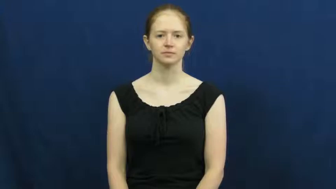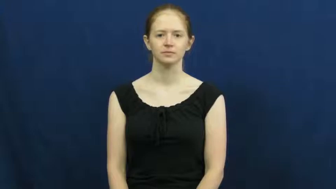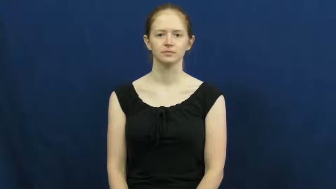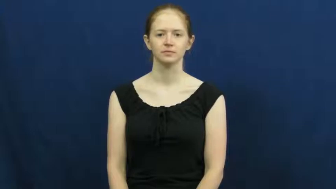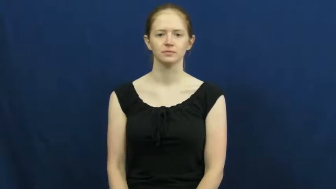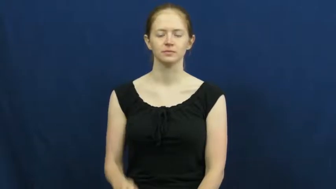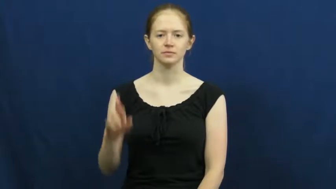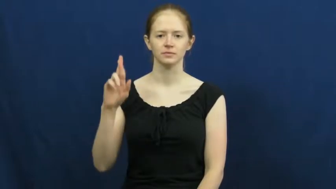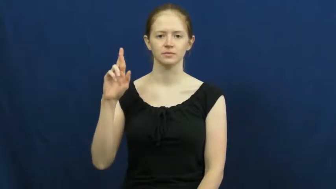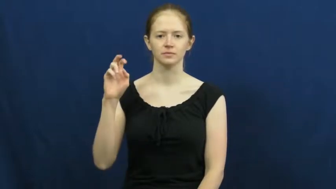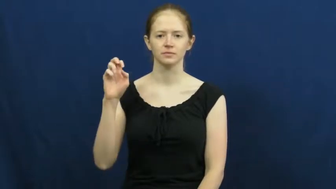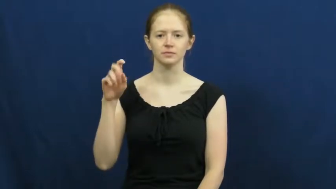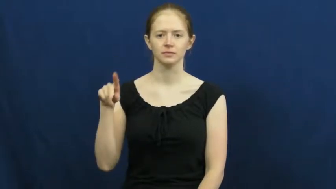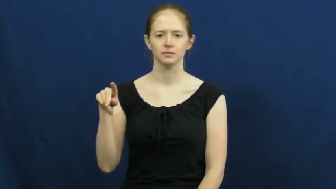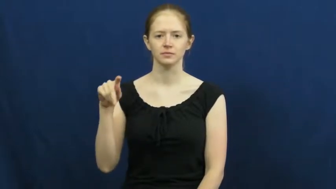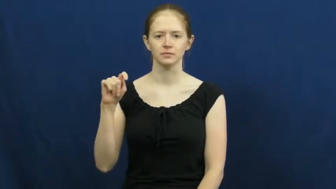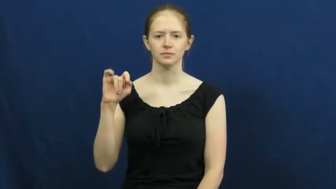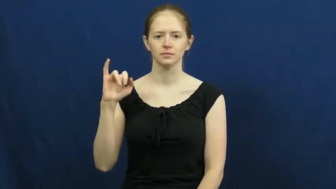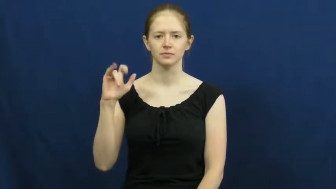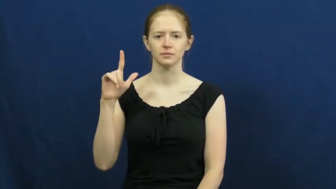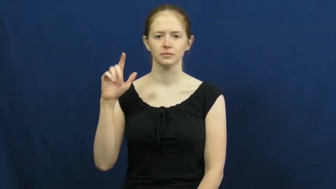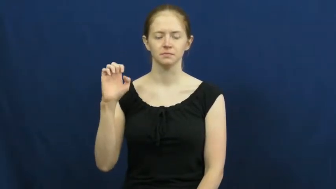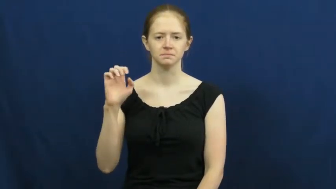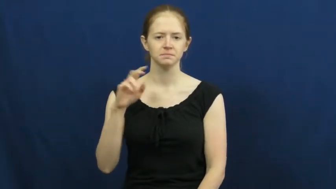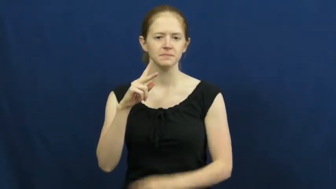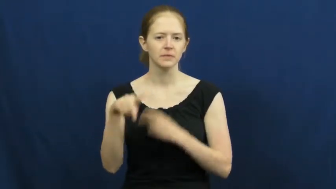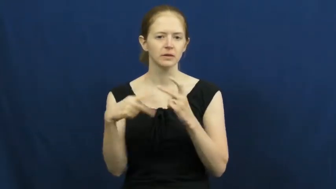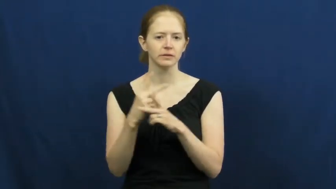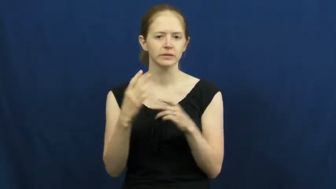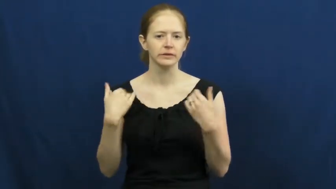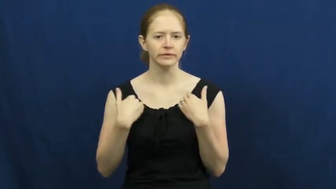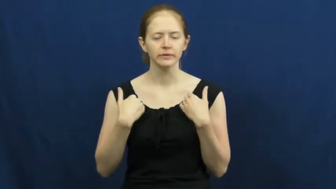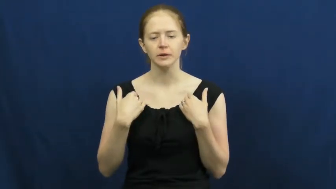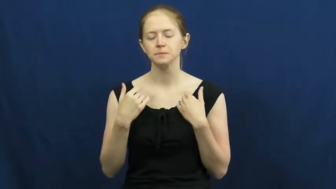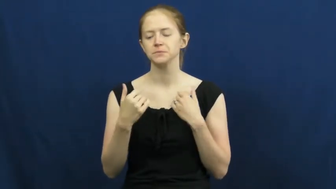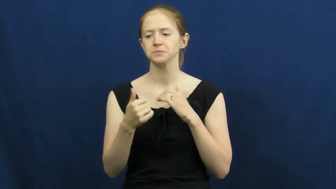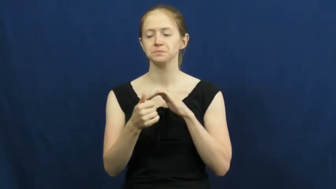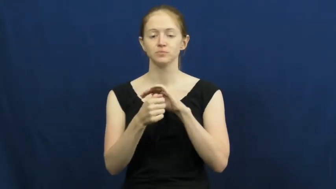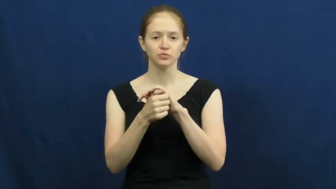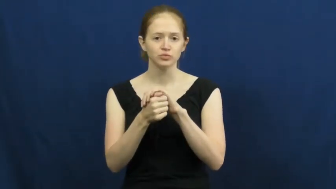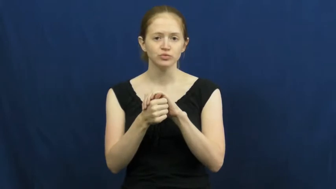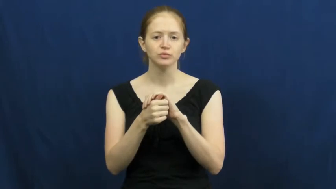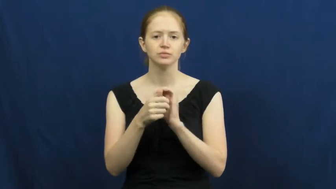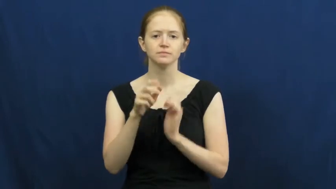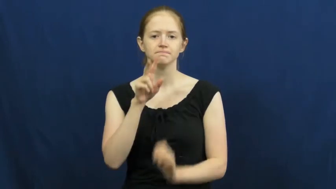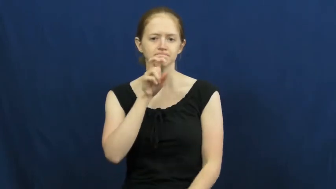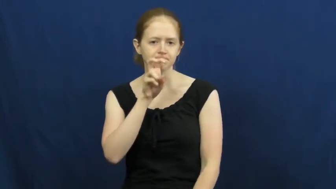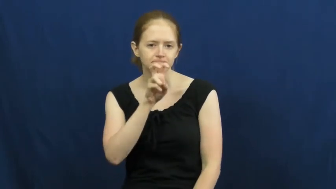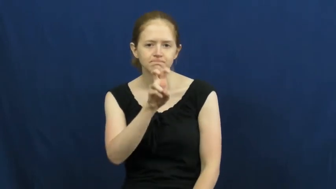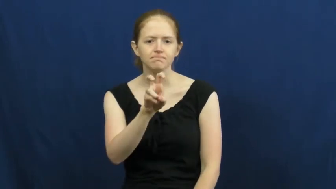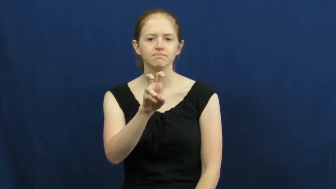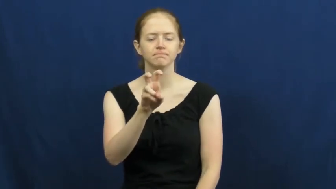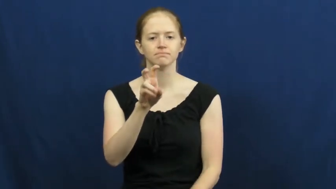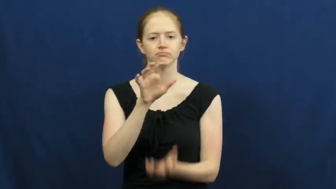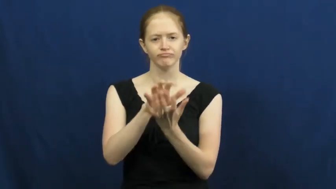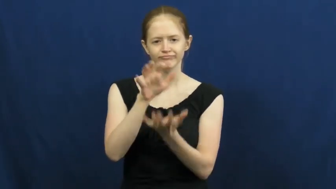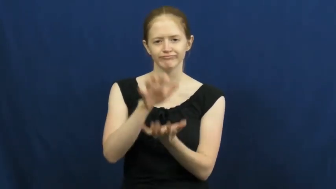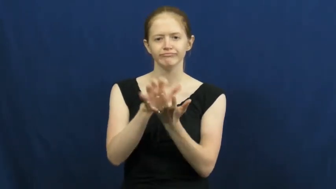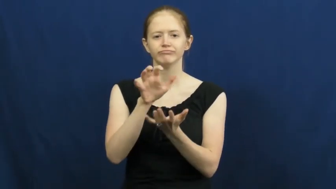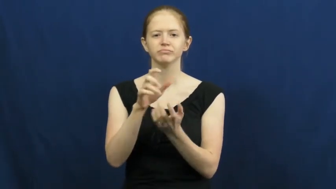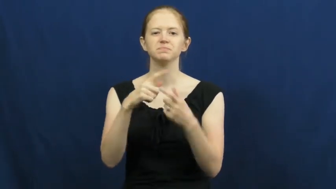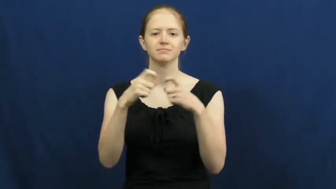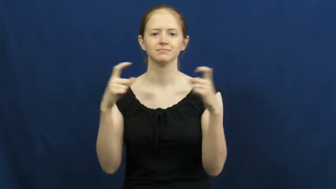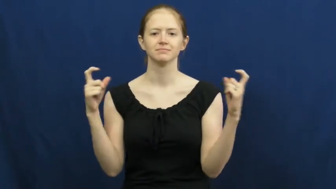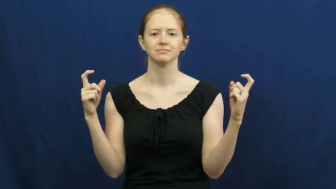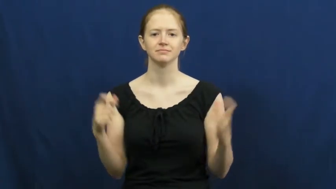reptile